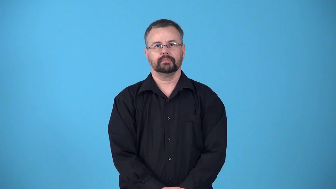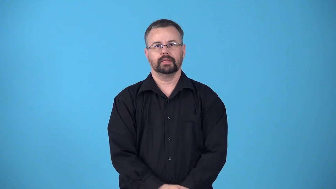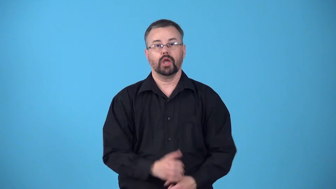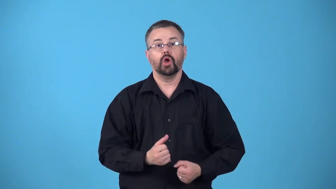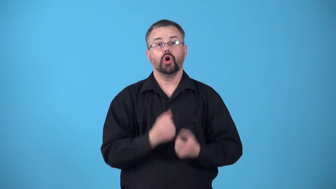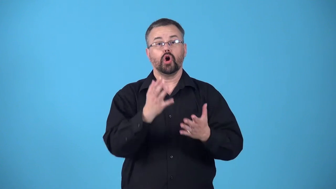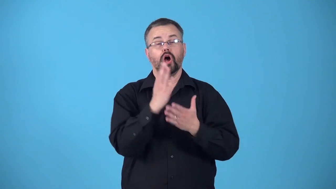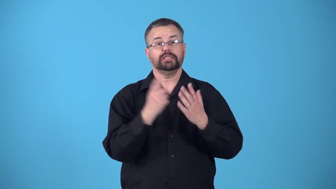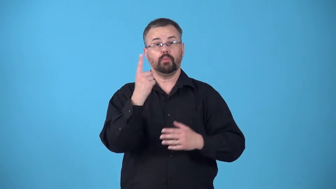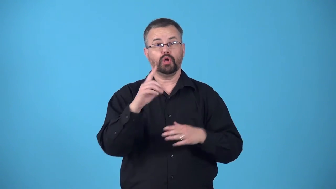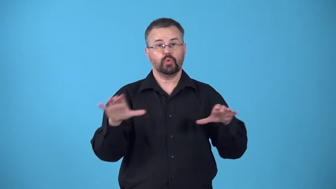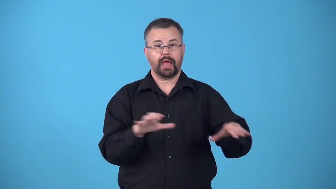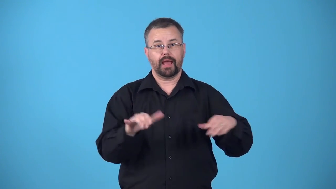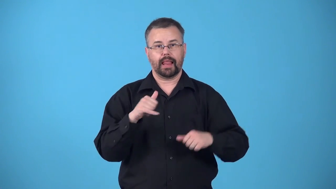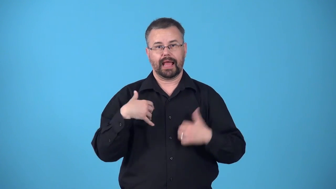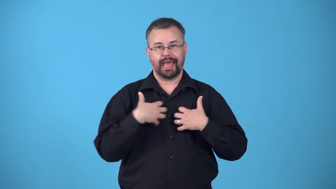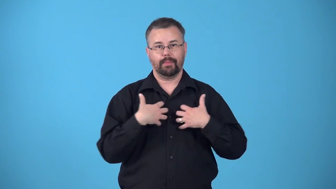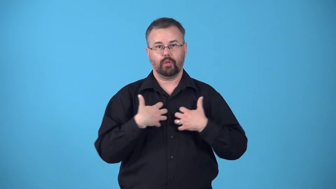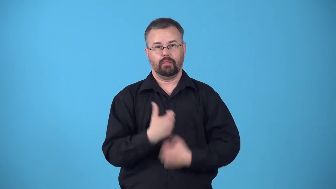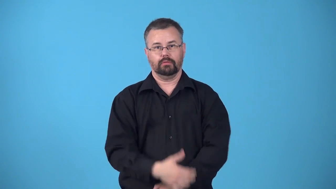bestiality